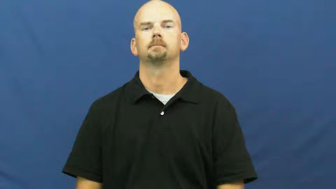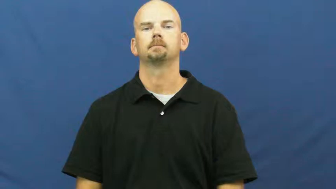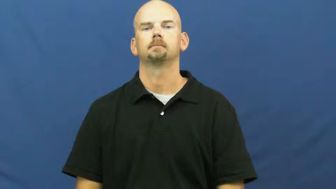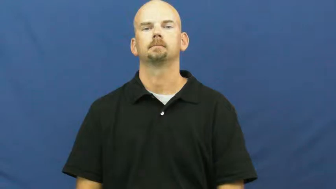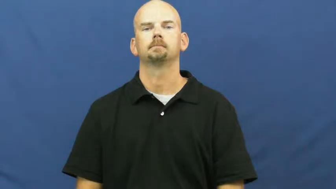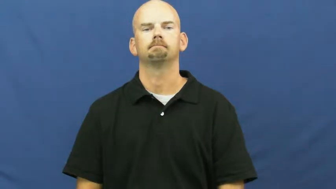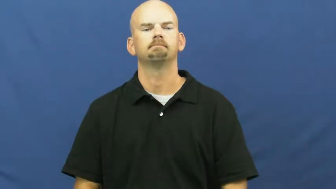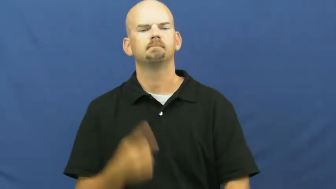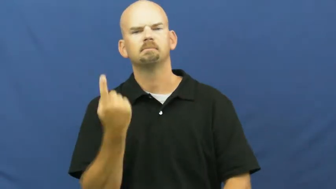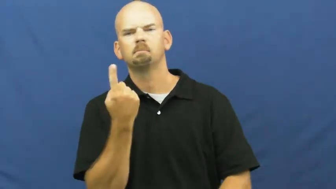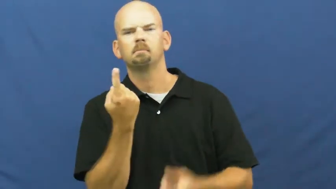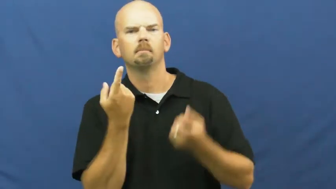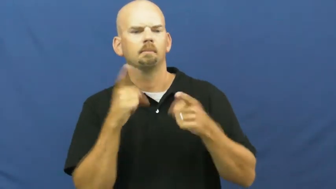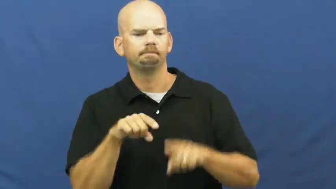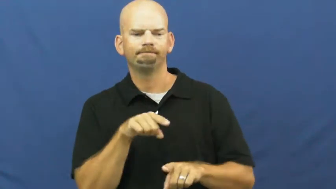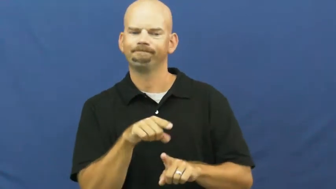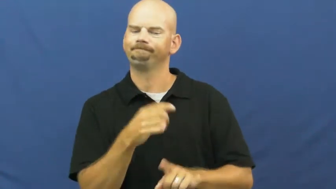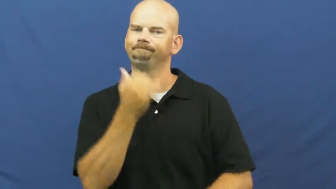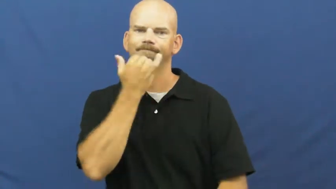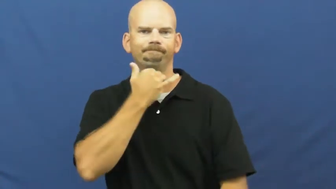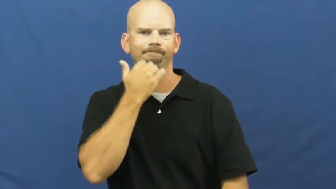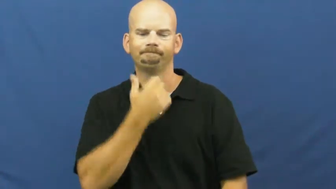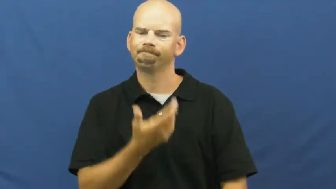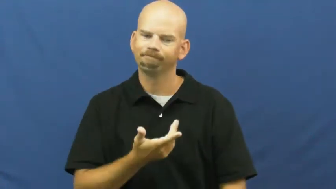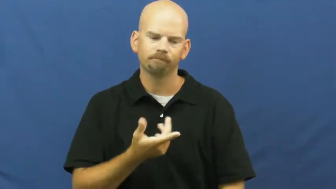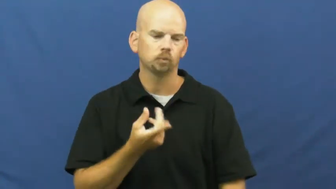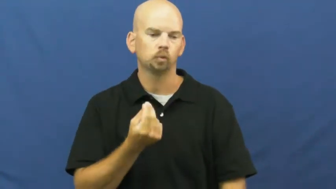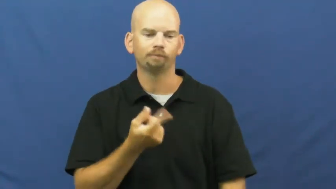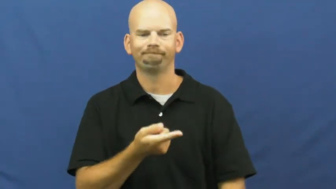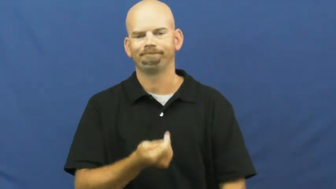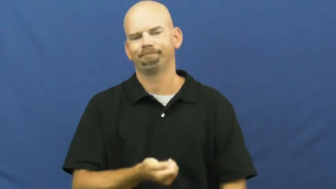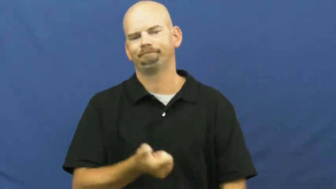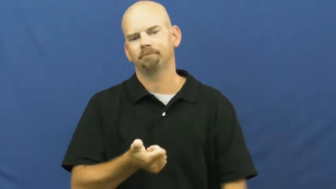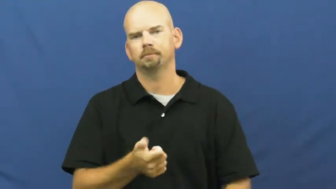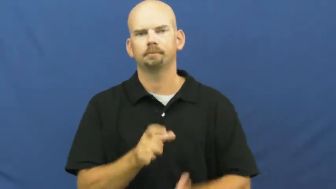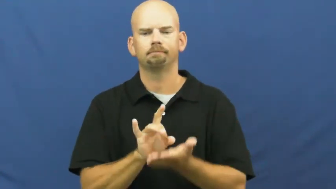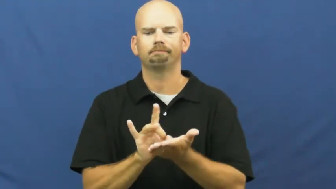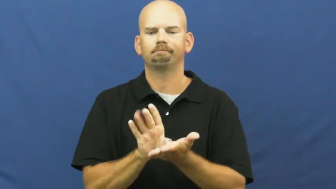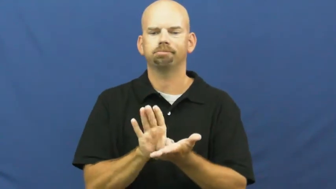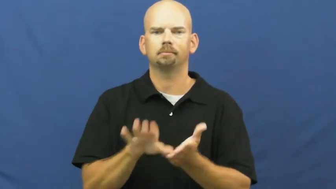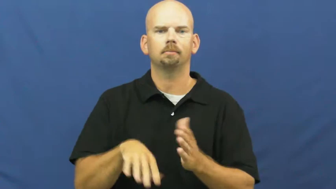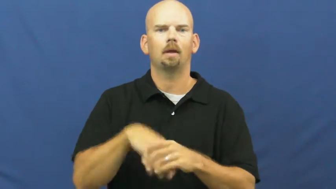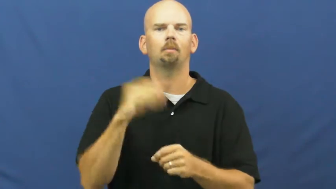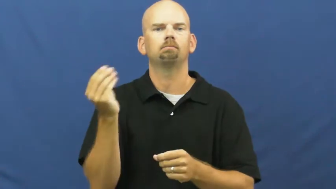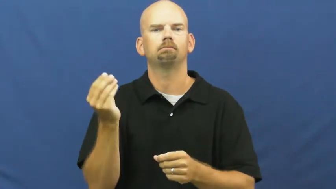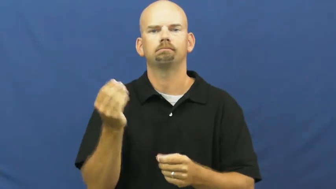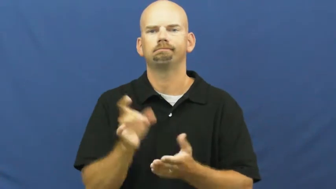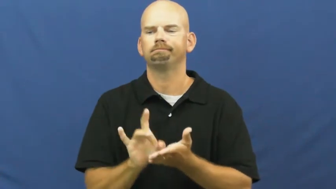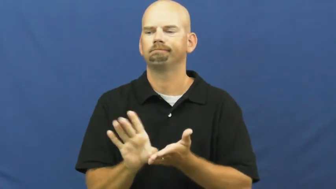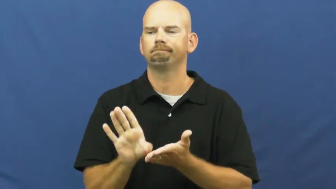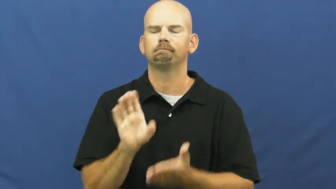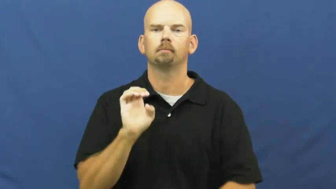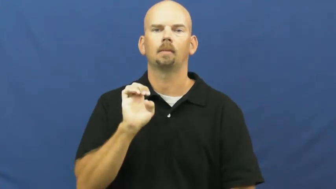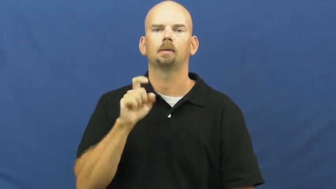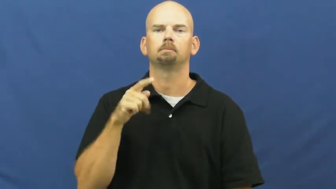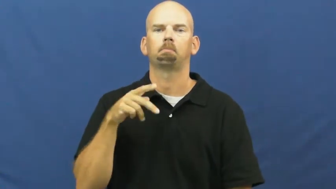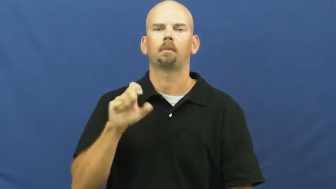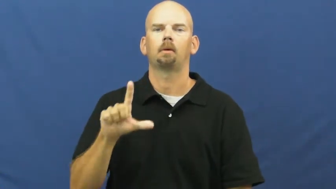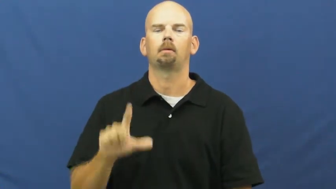expel,blackball